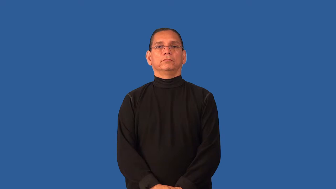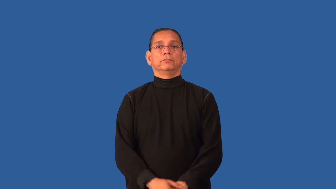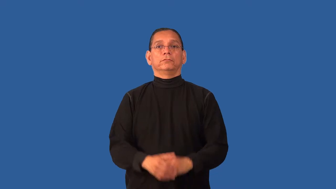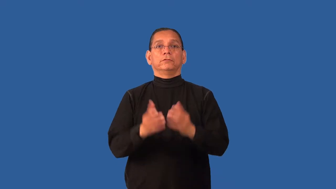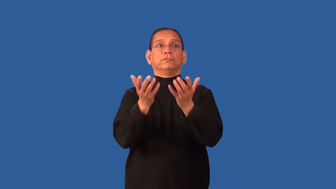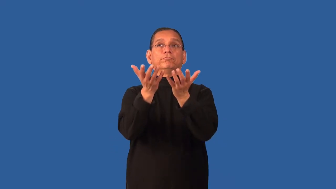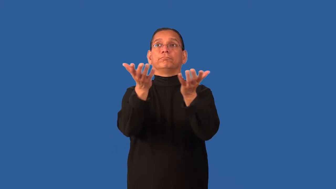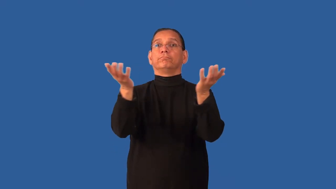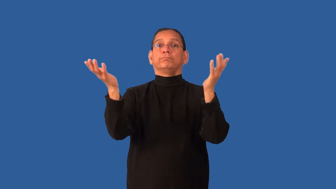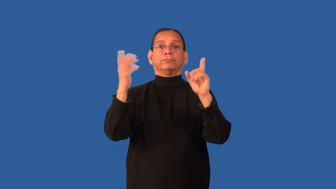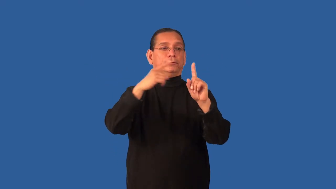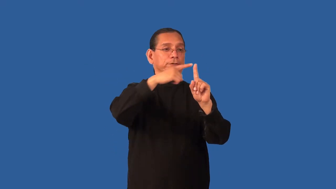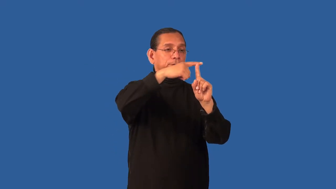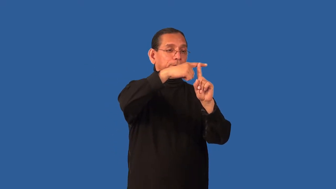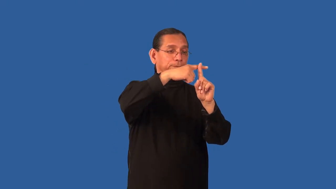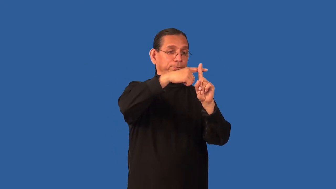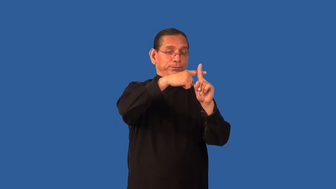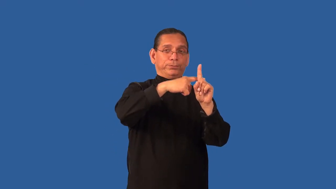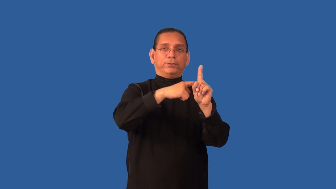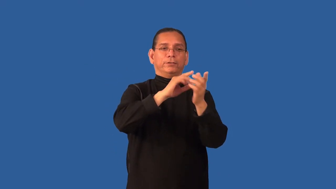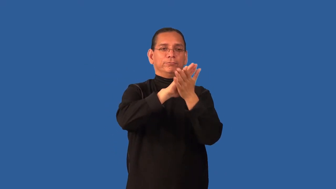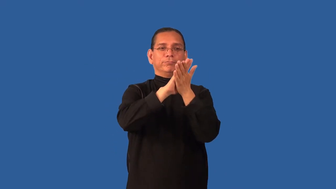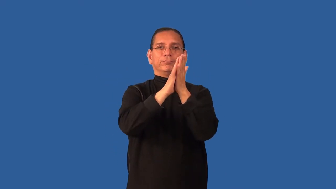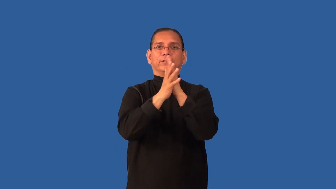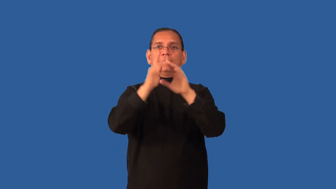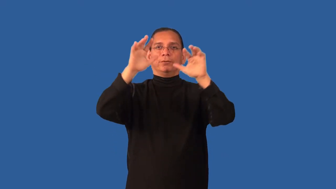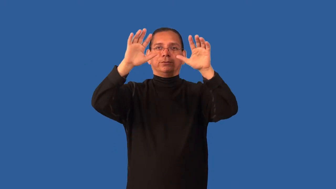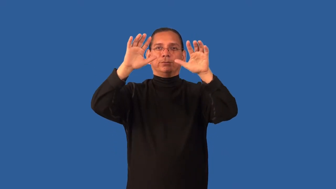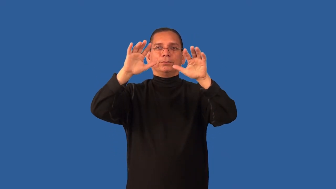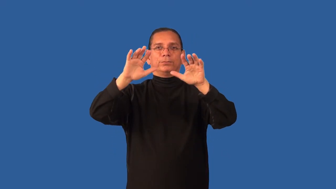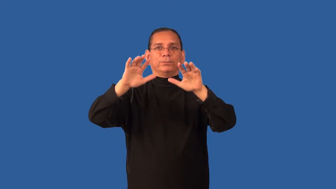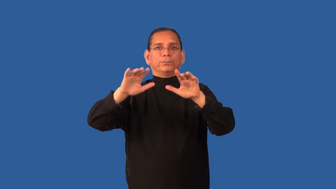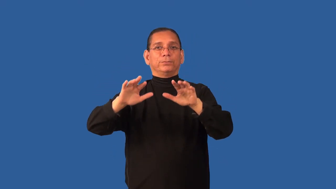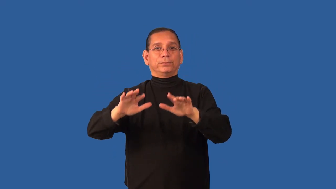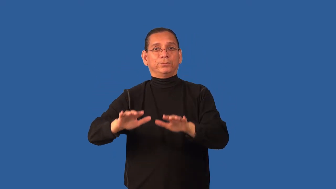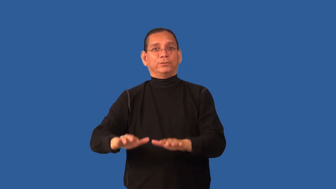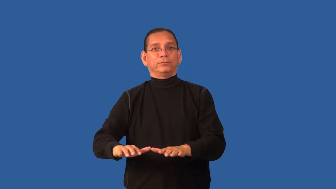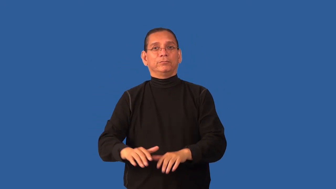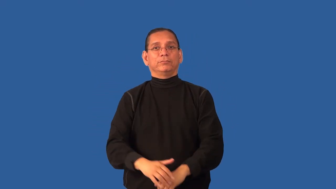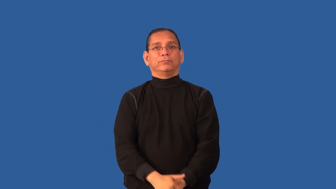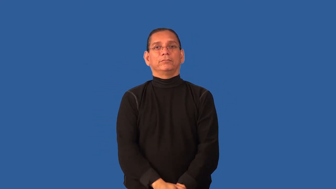dewpoint